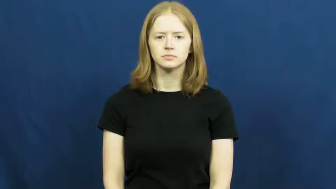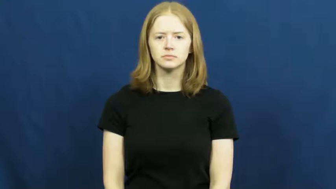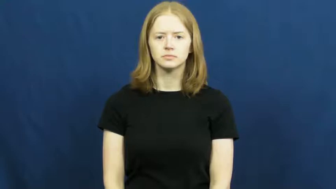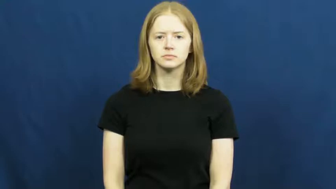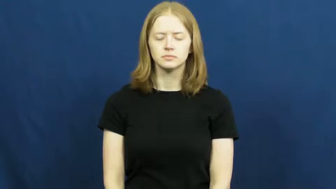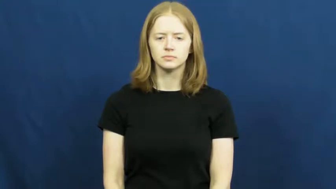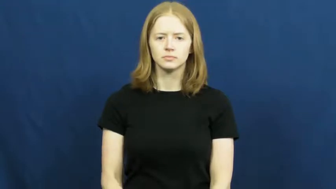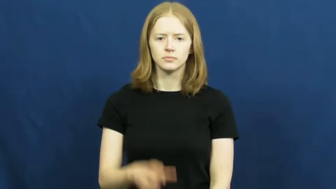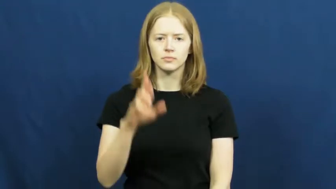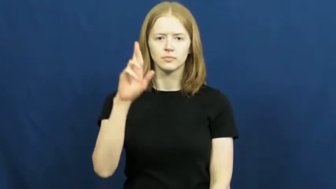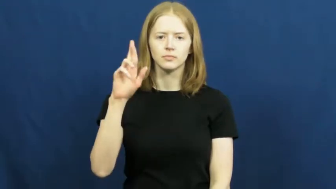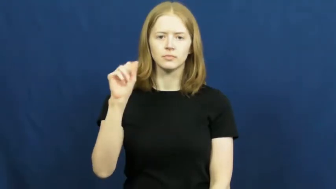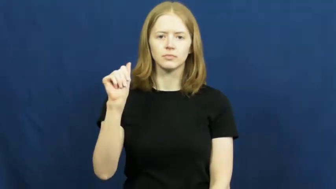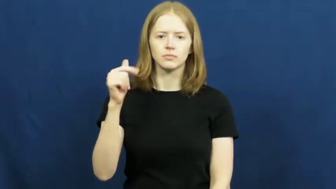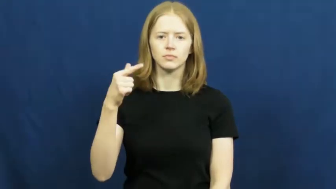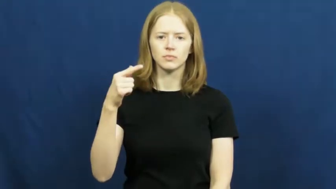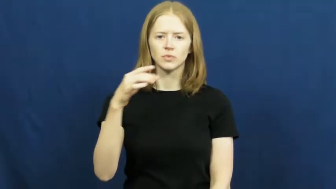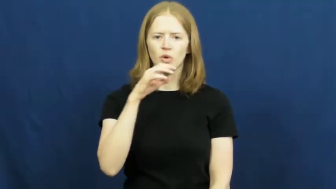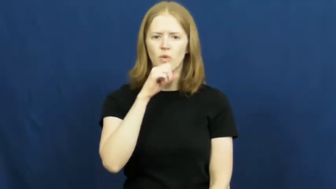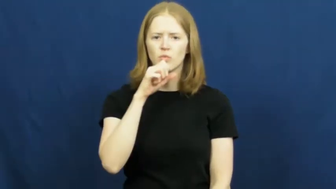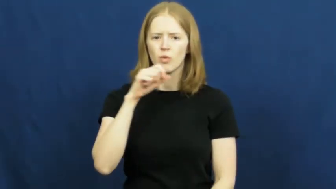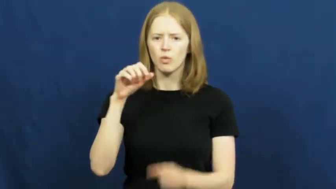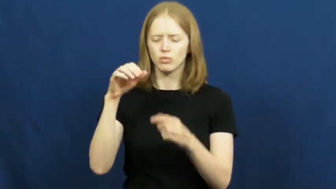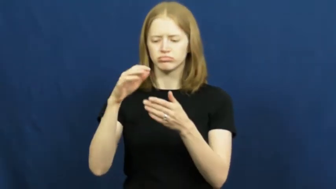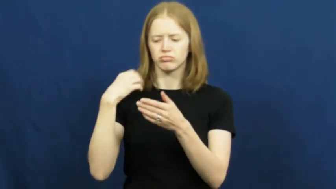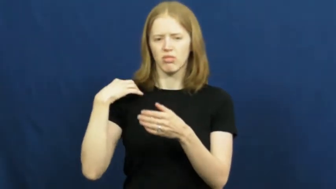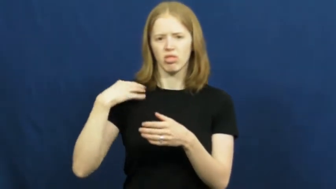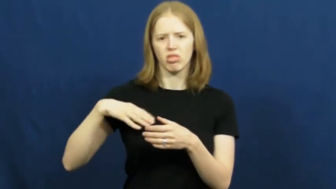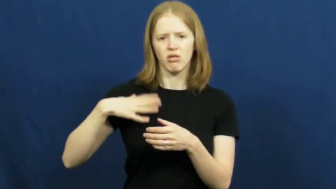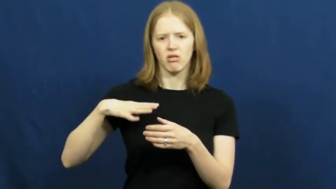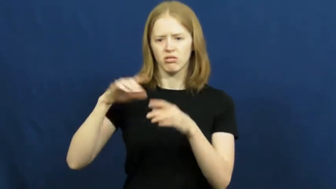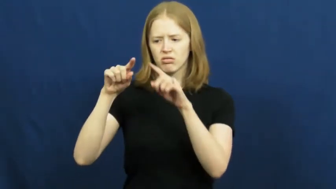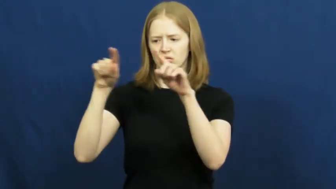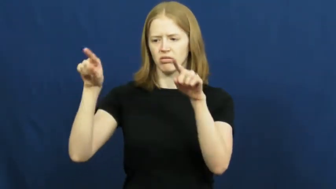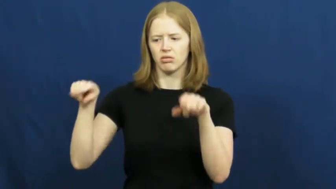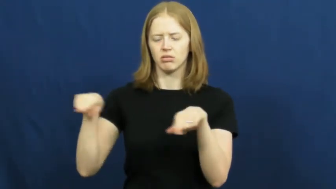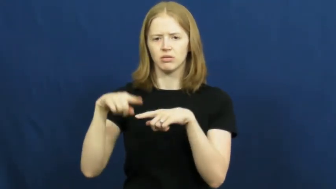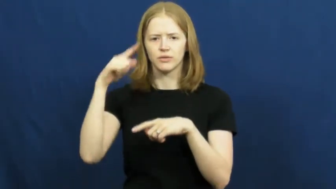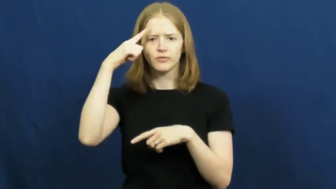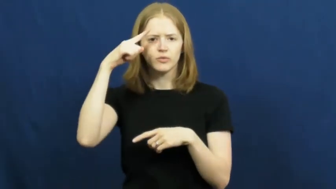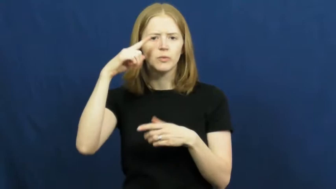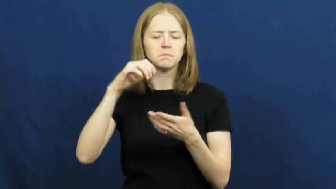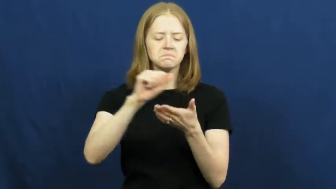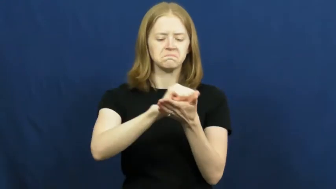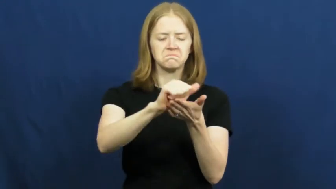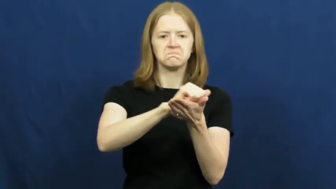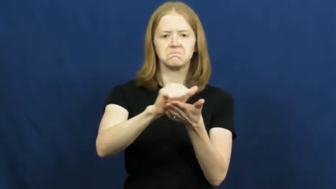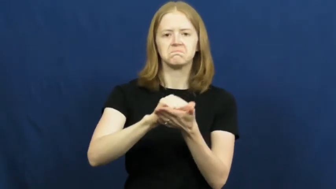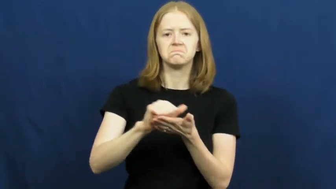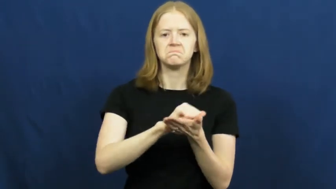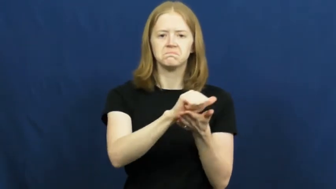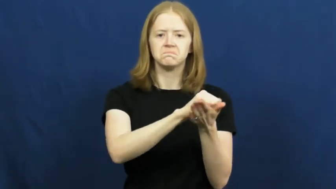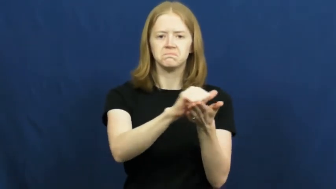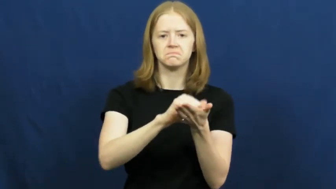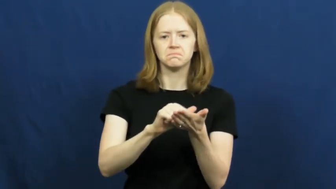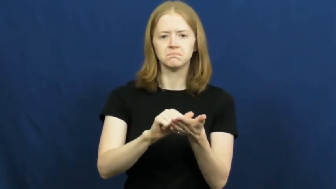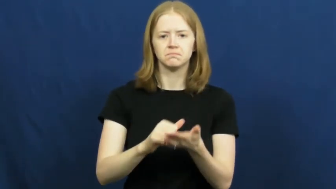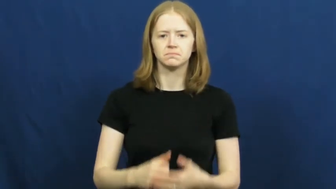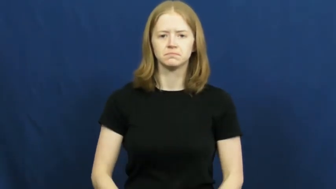rag